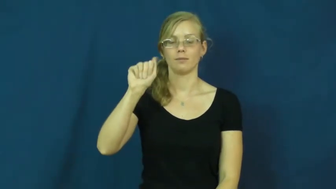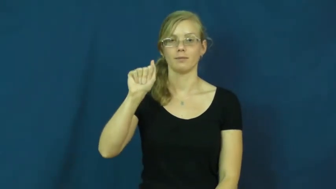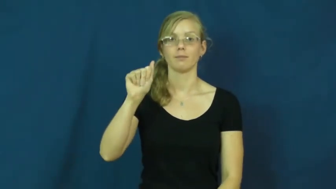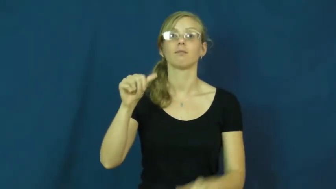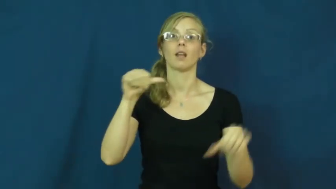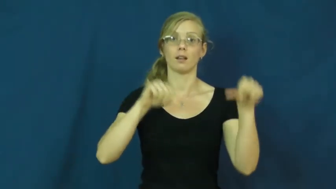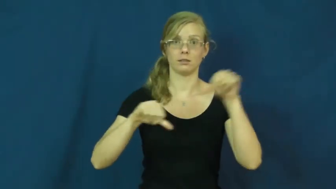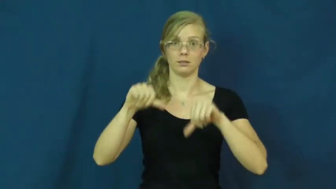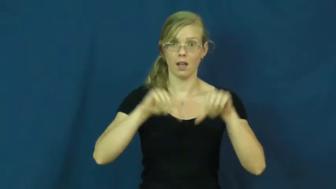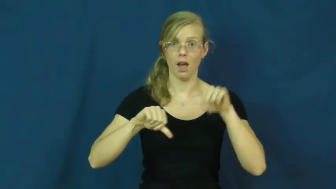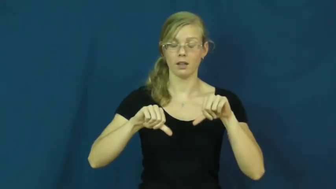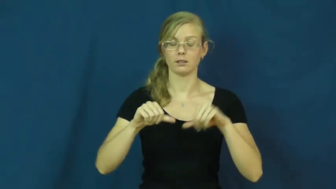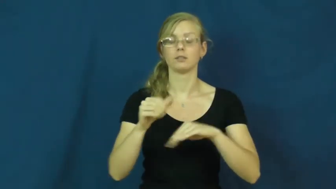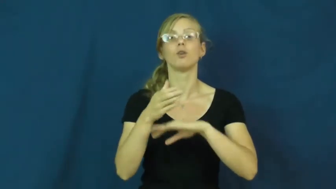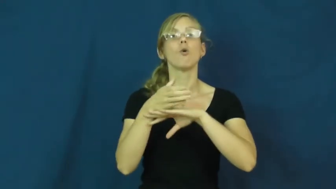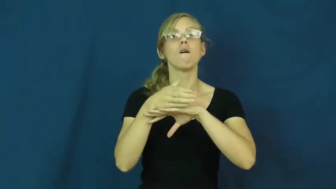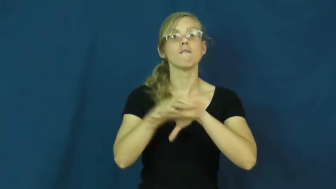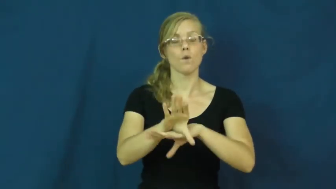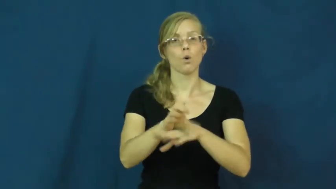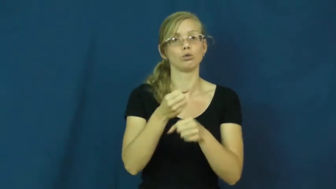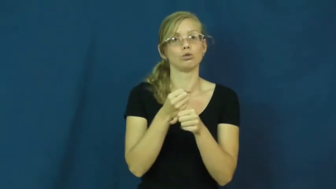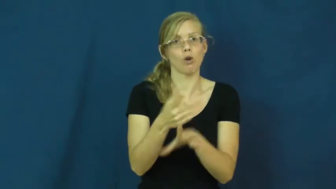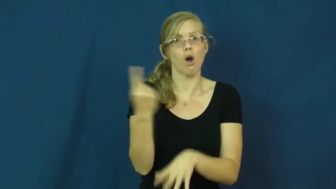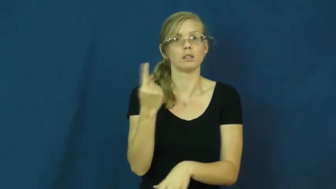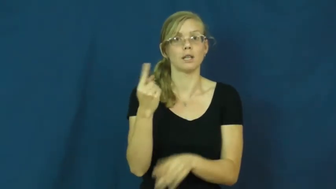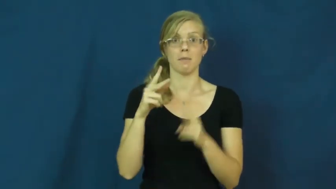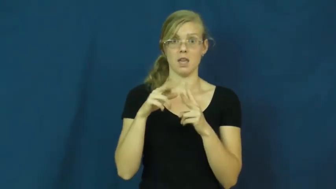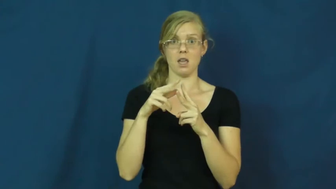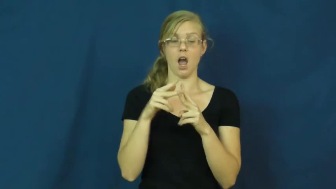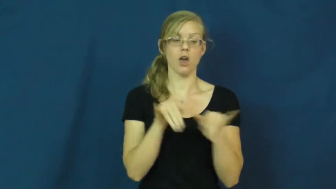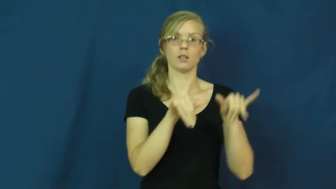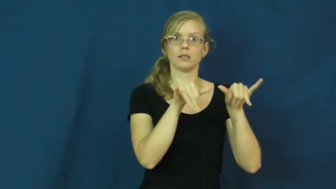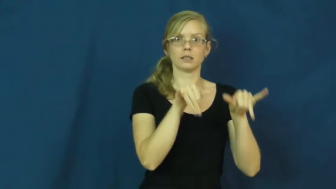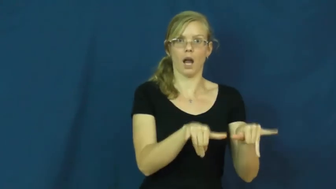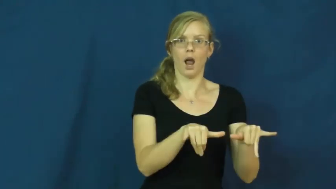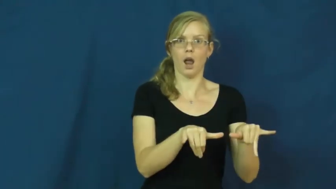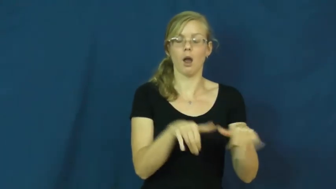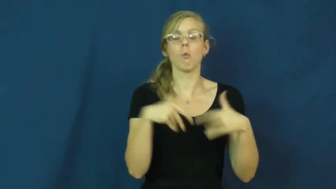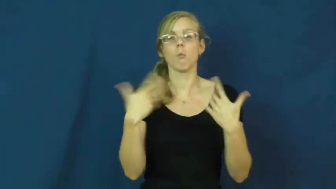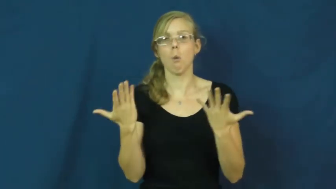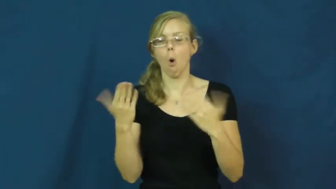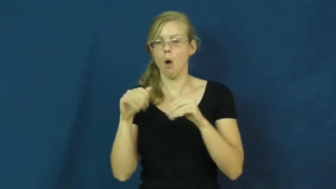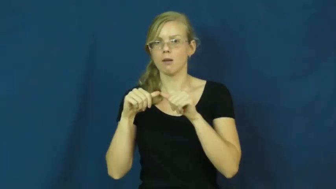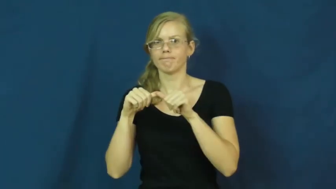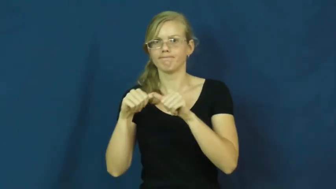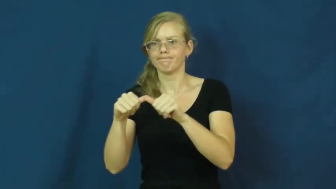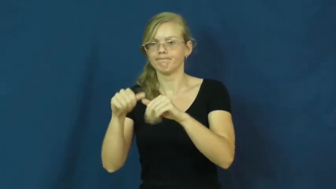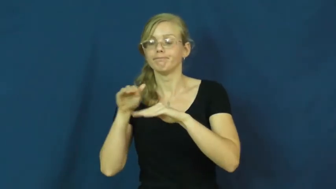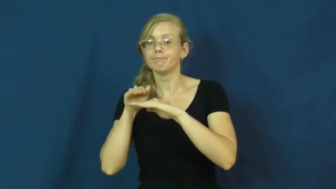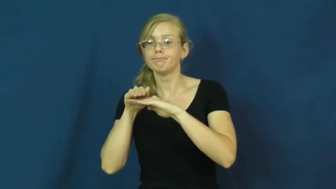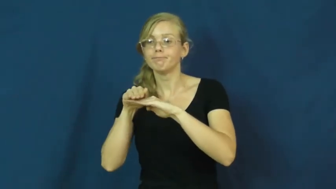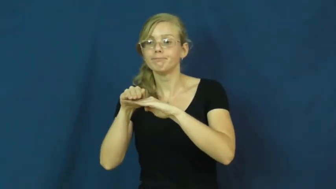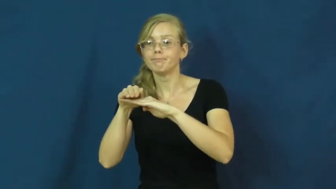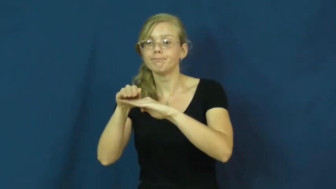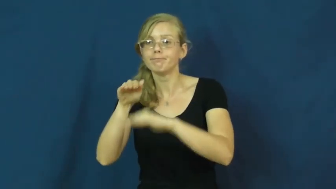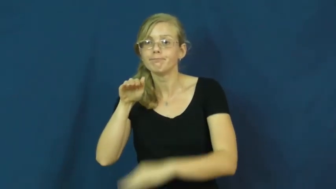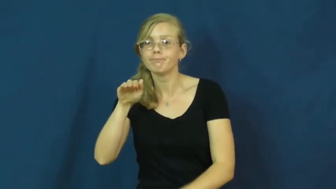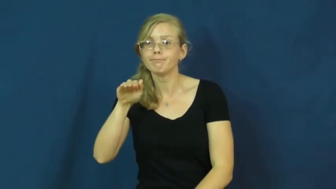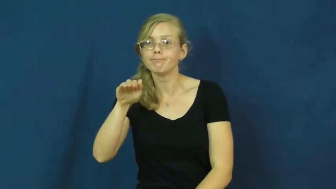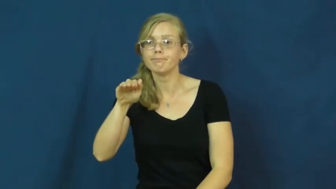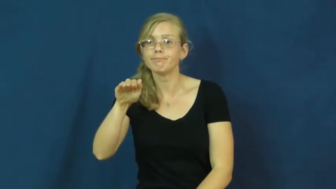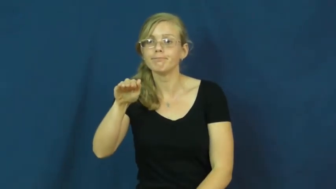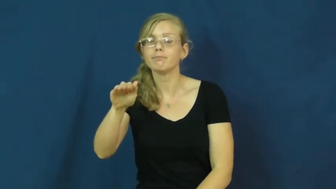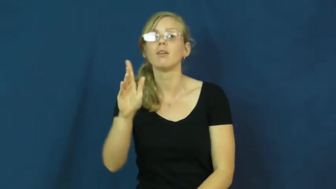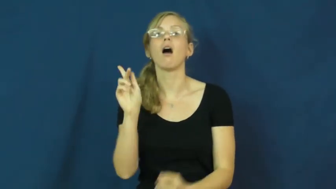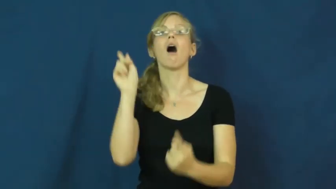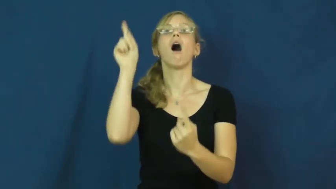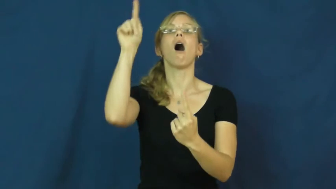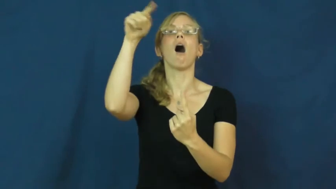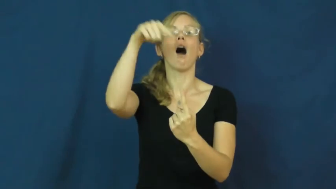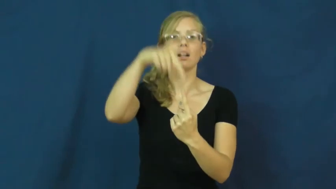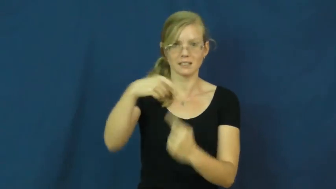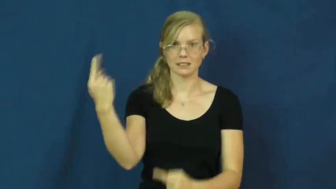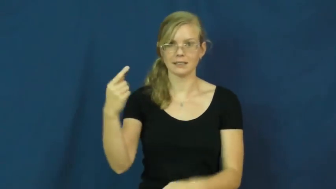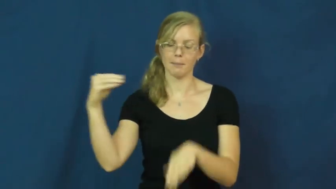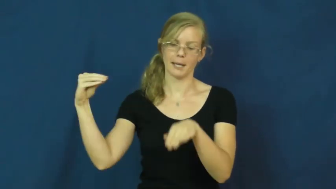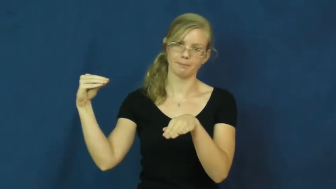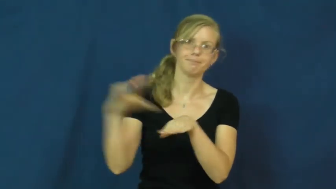inertia